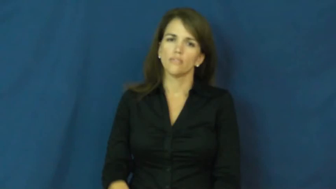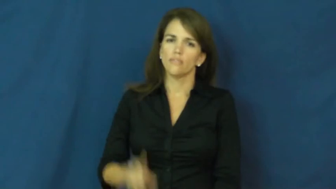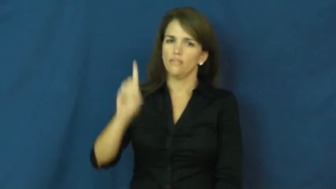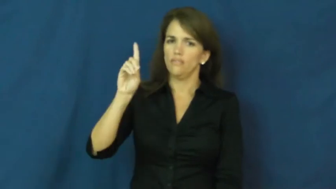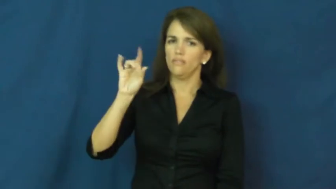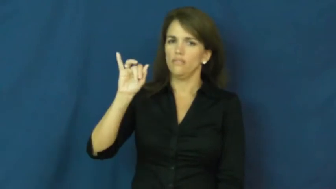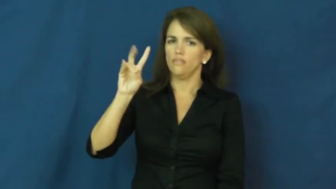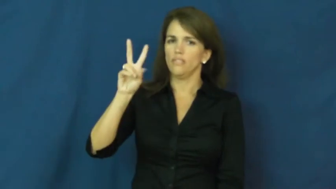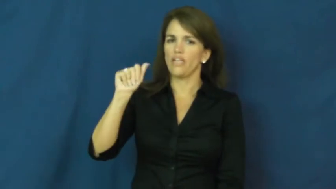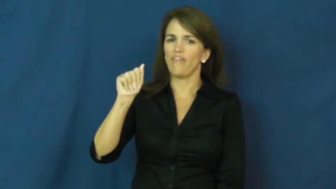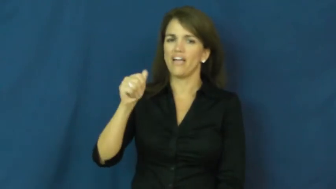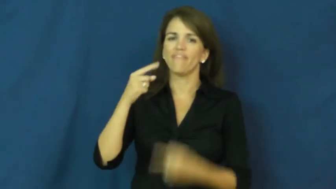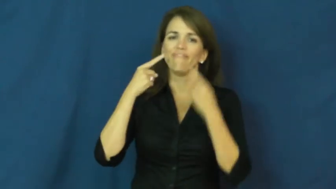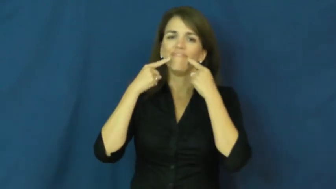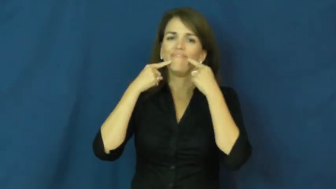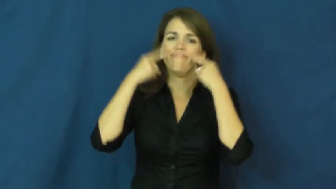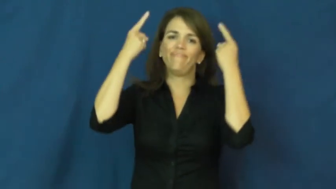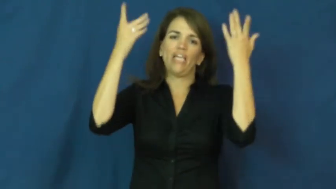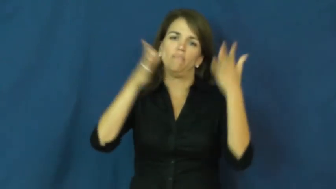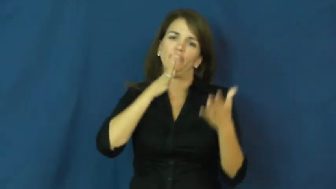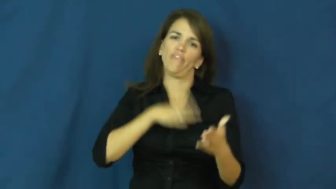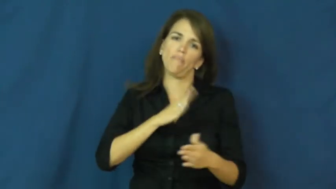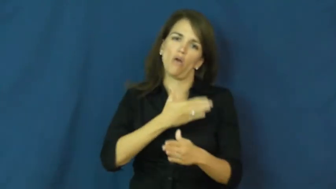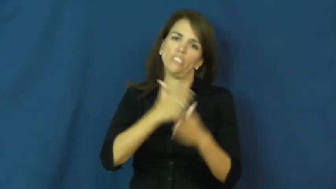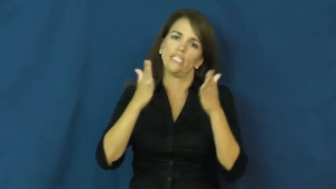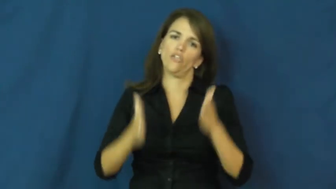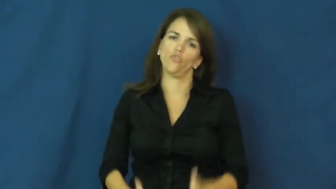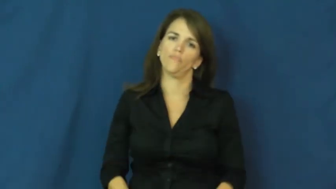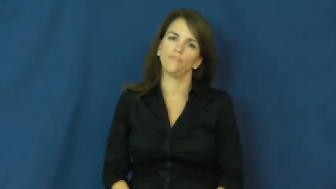diva